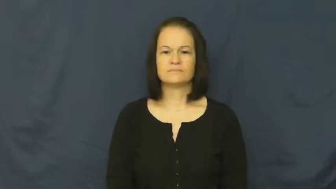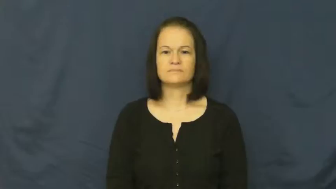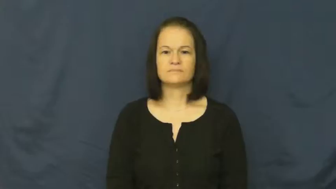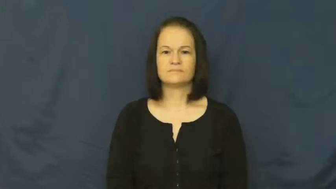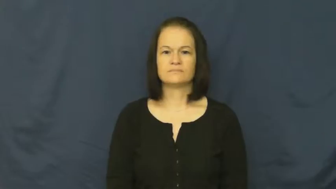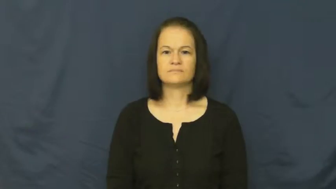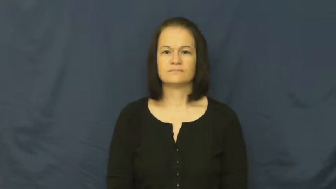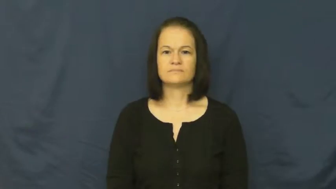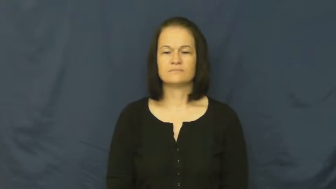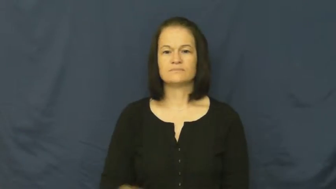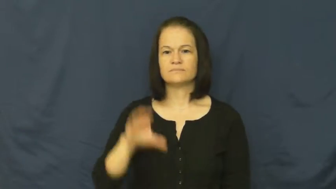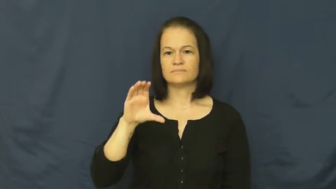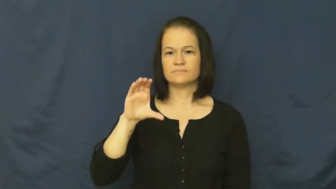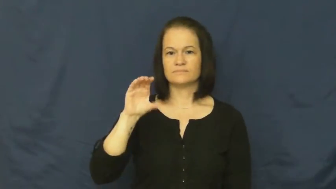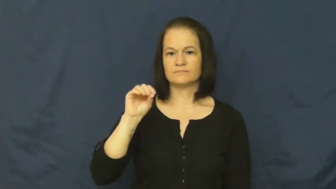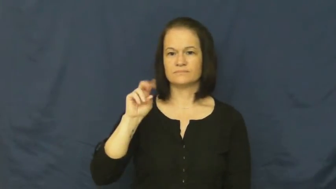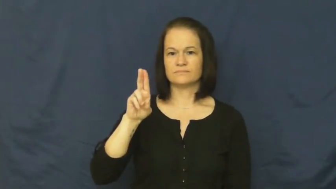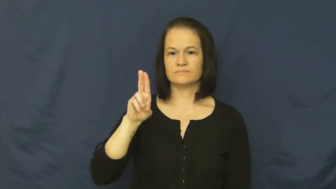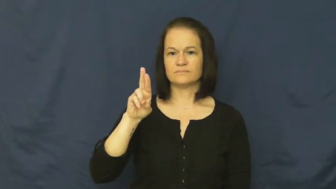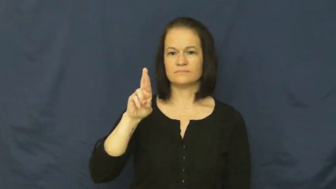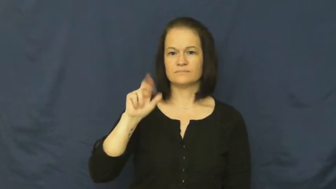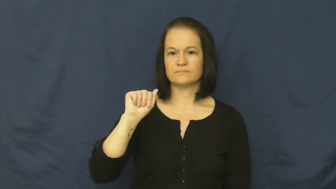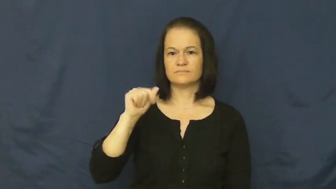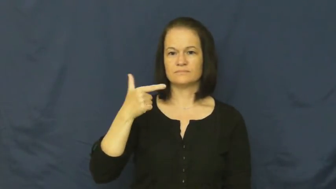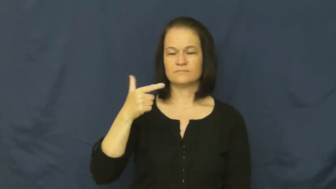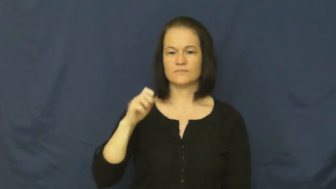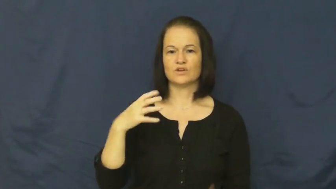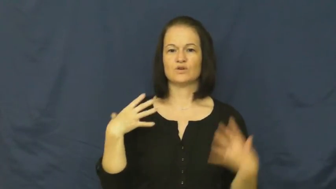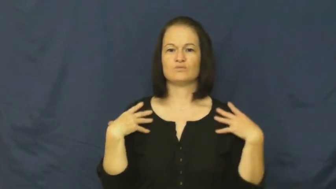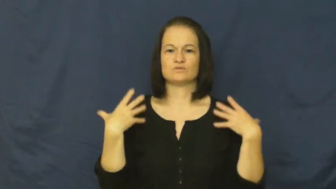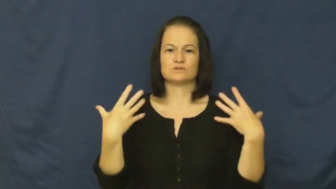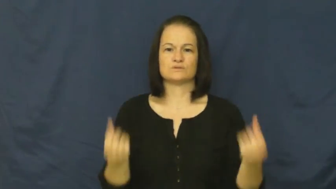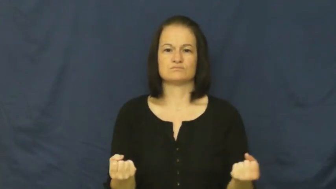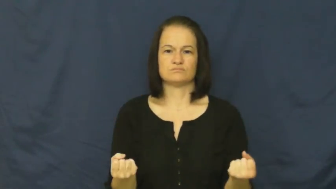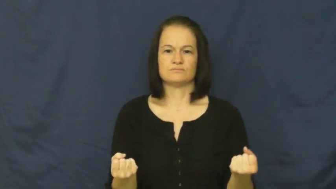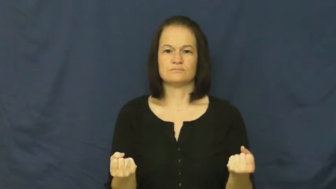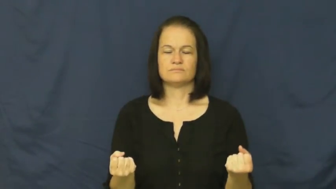courage